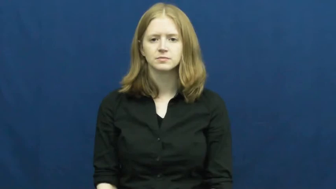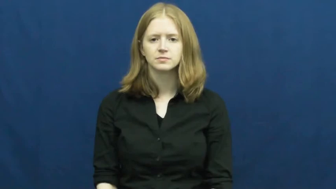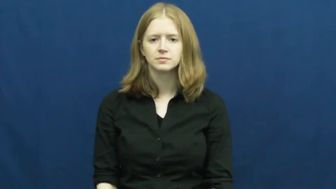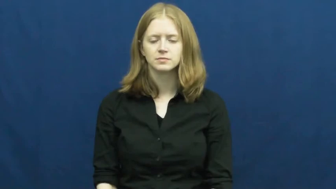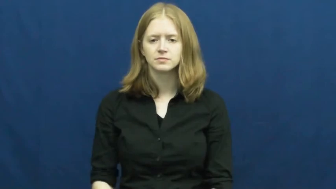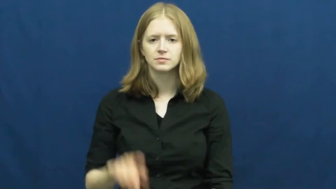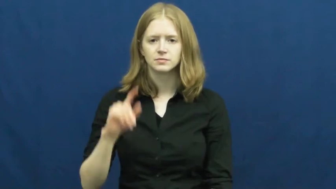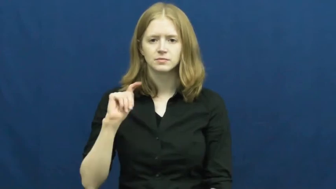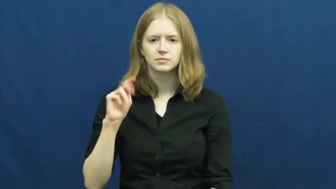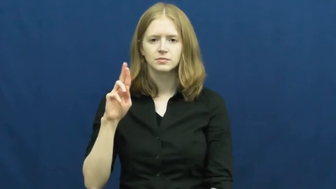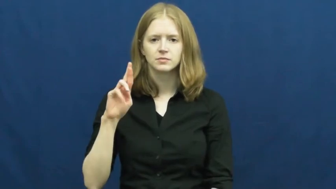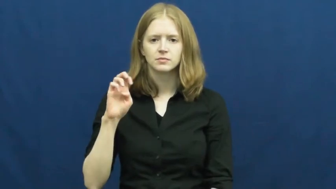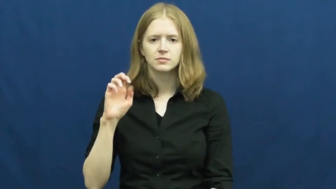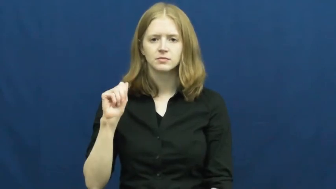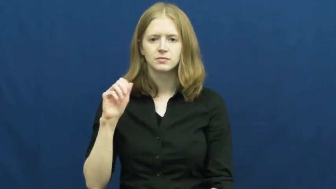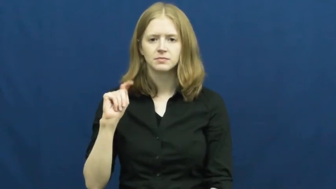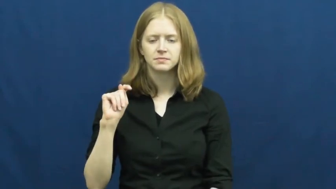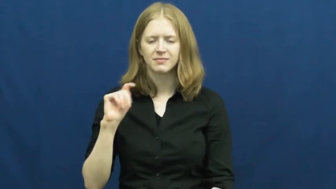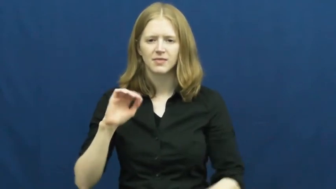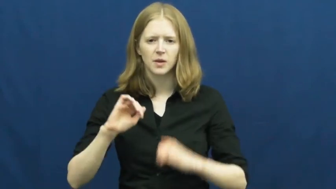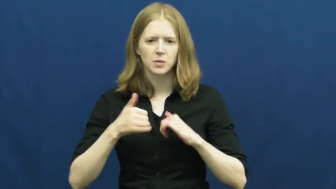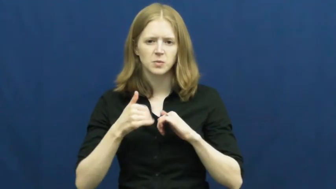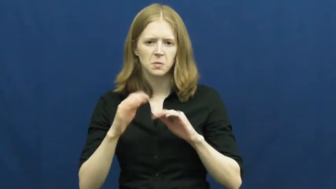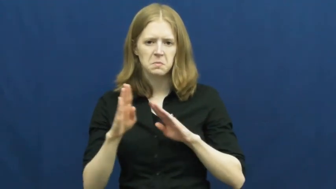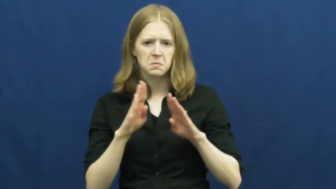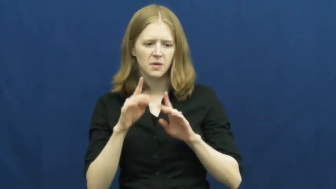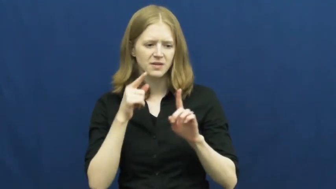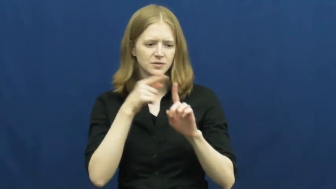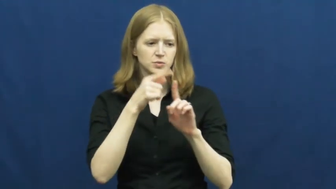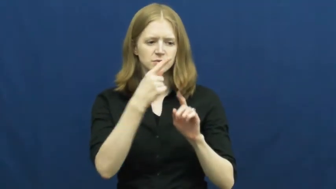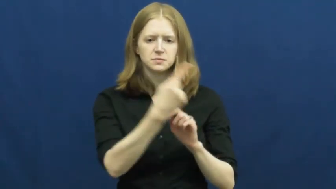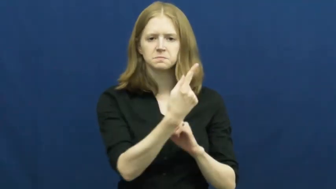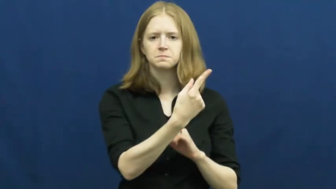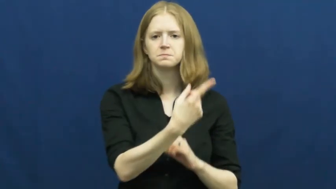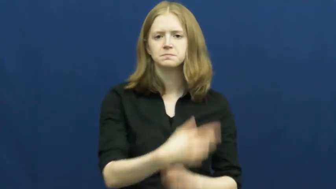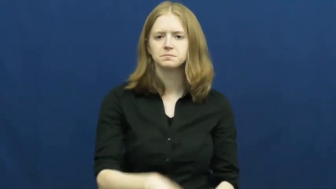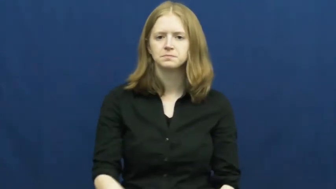treat-act